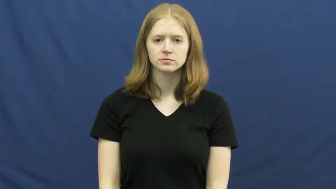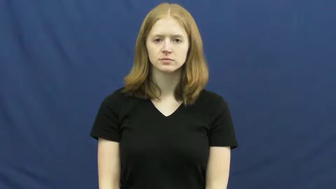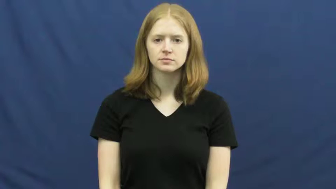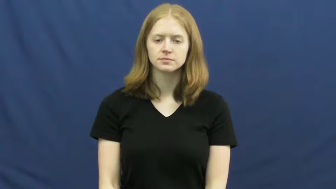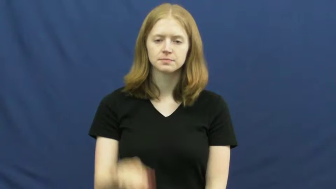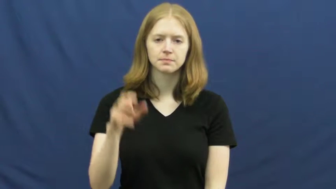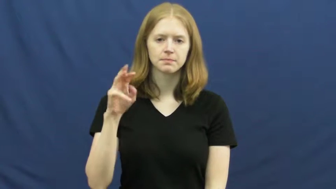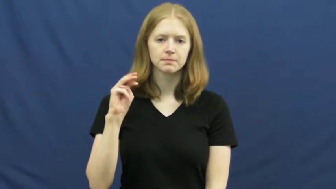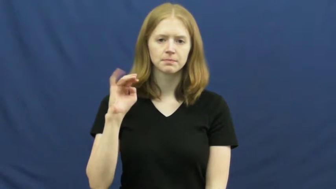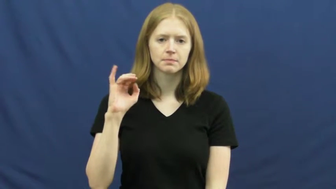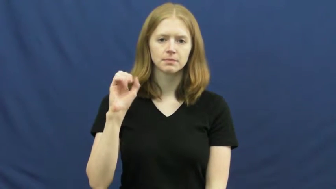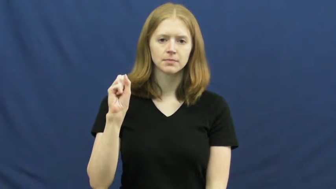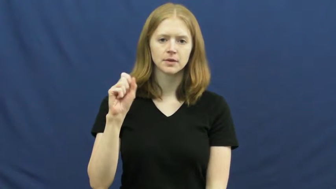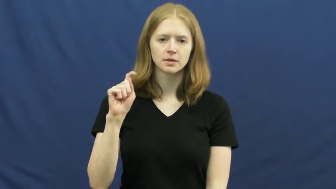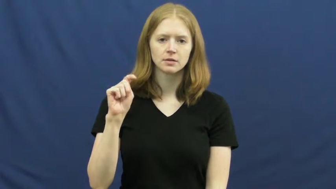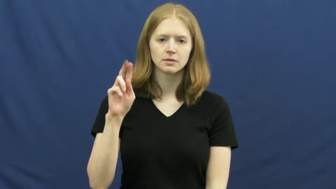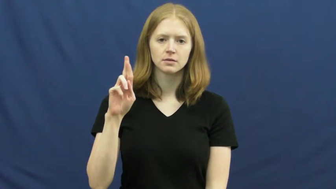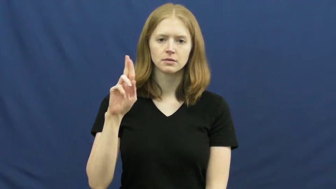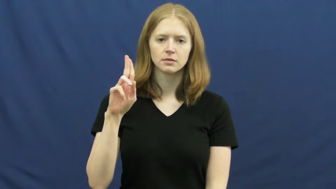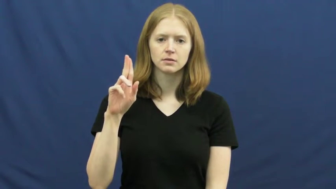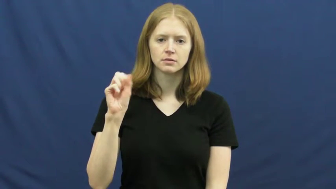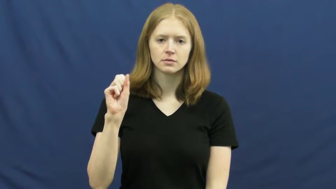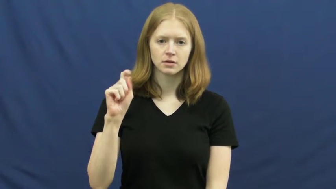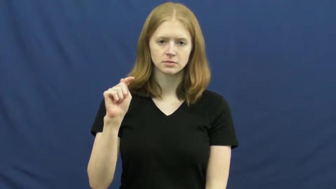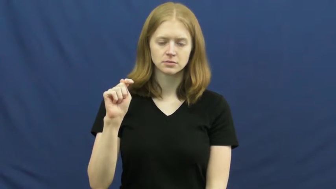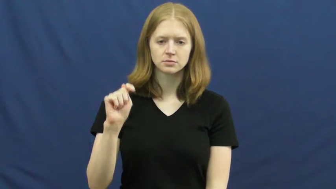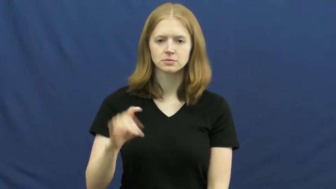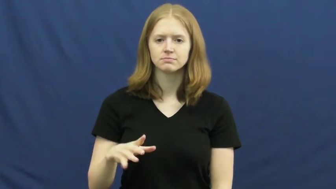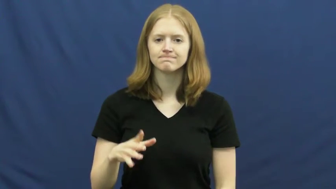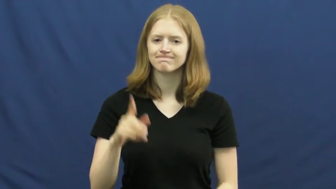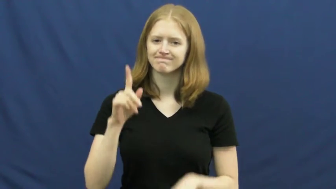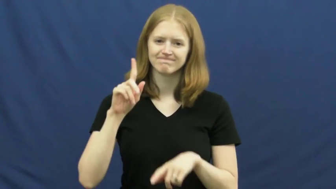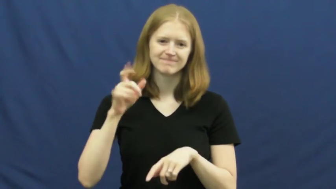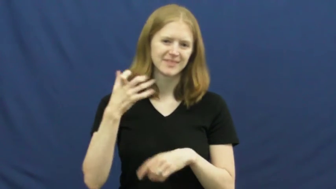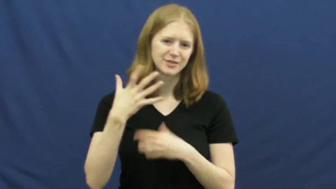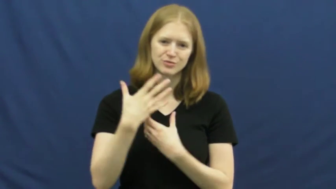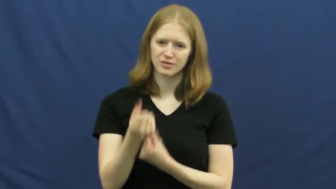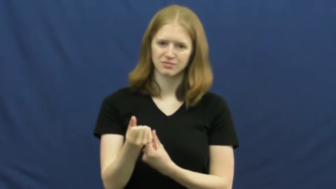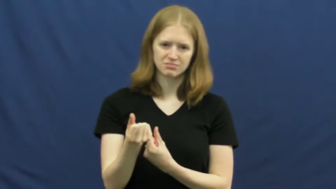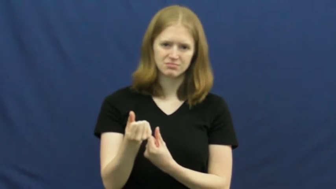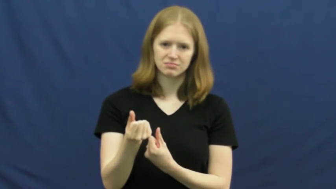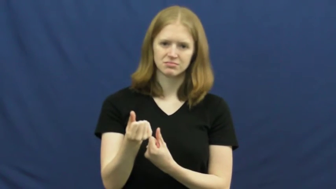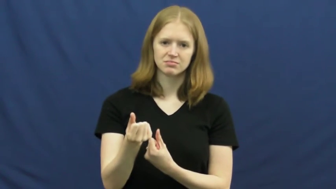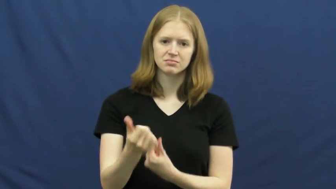mistrust